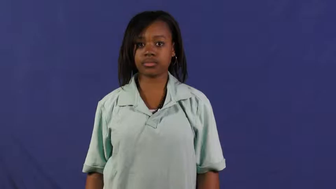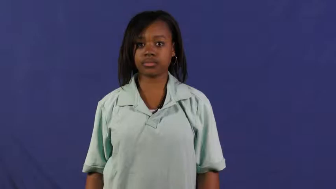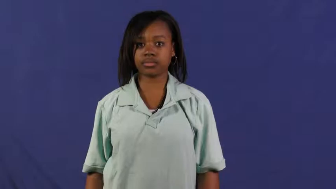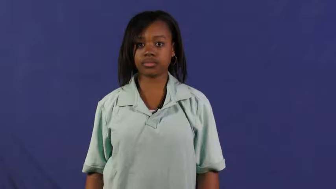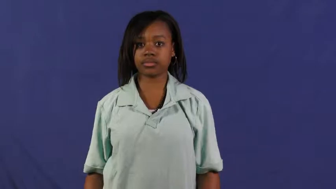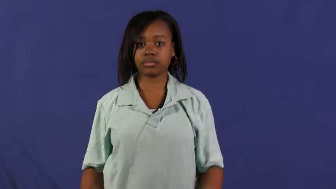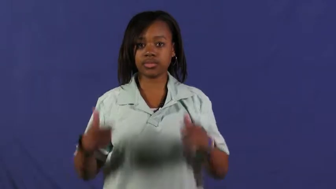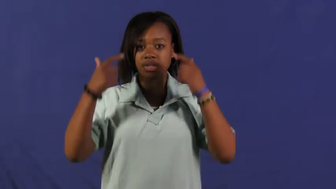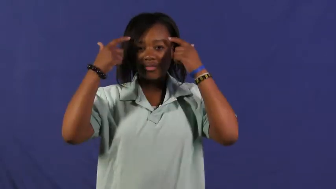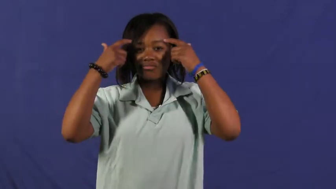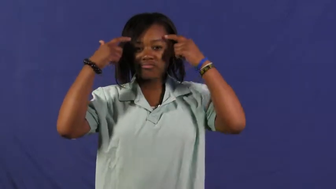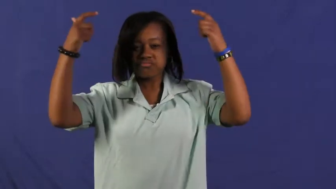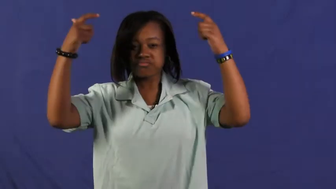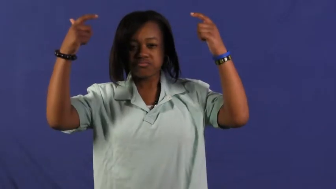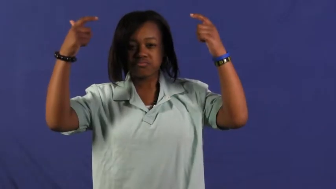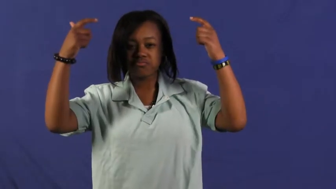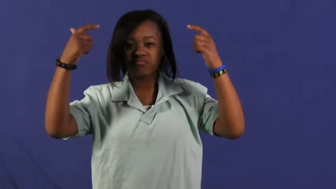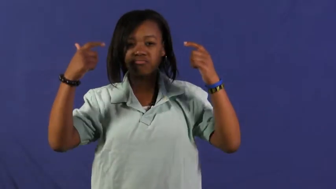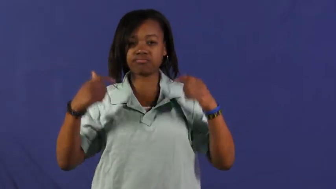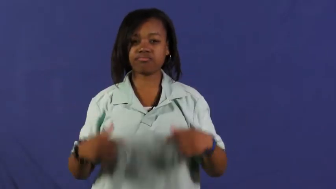self-centered